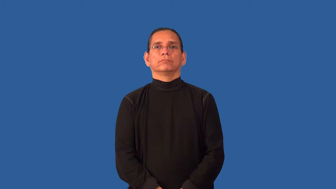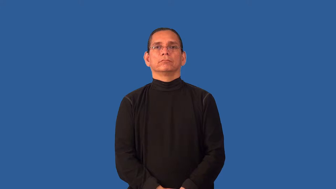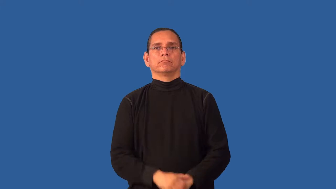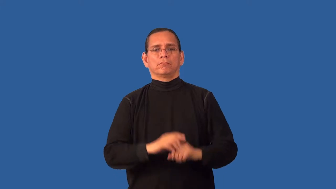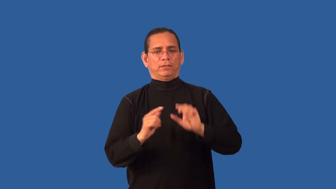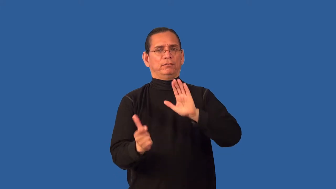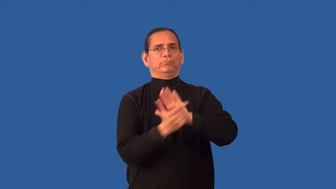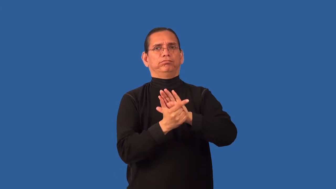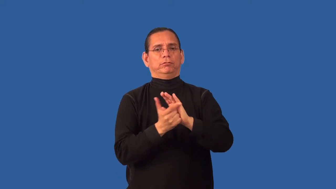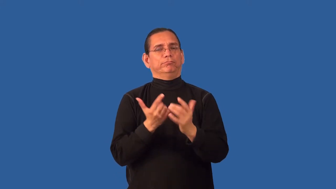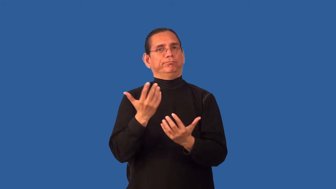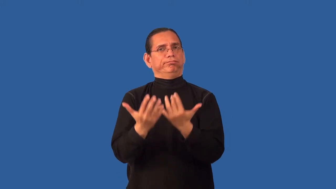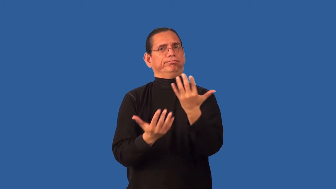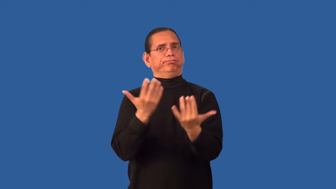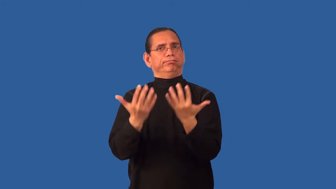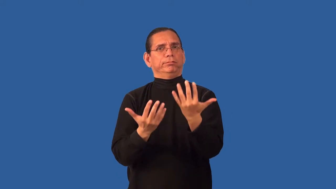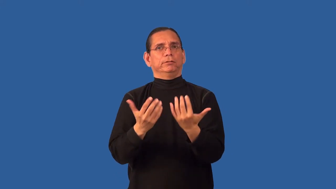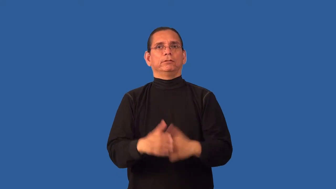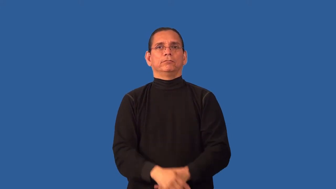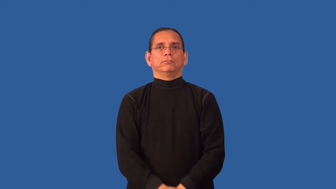arson